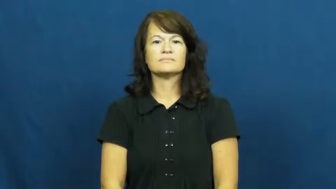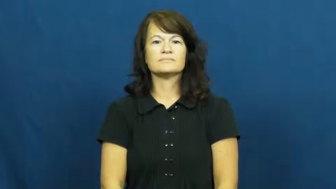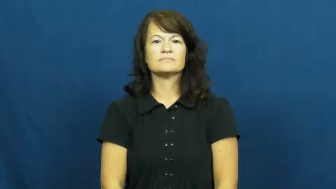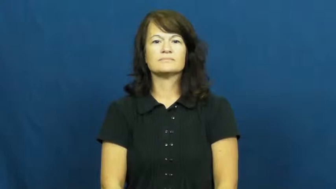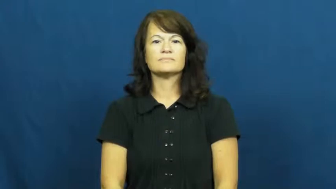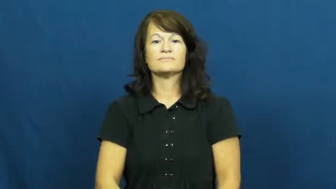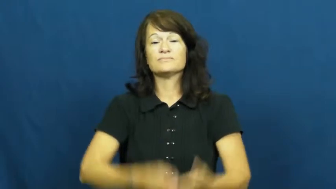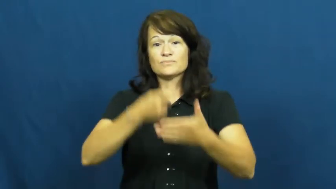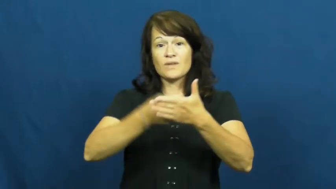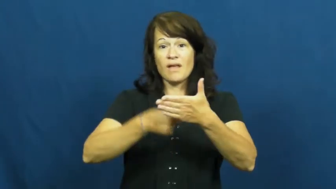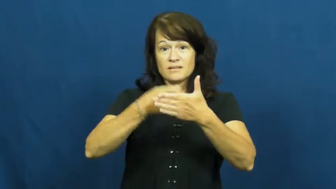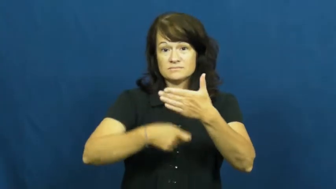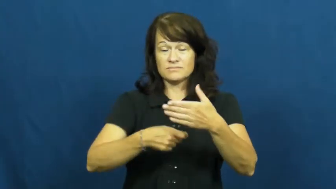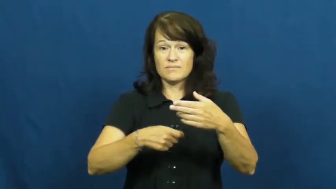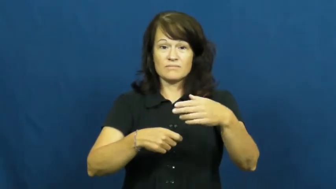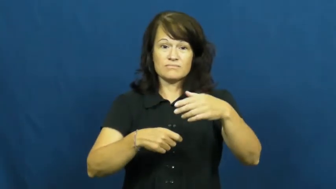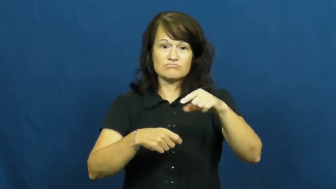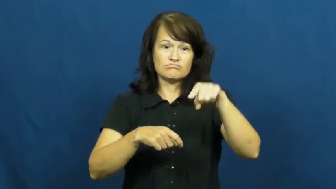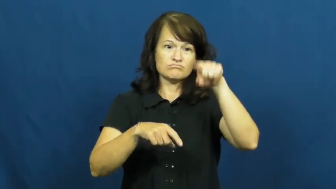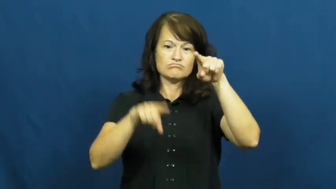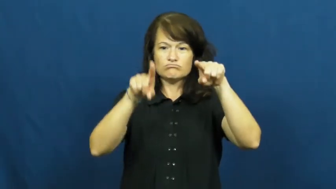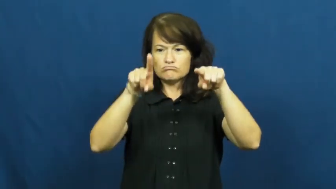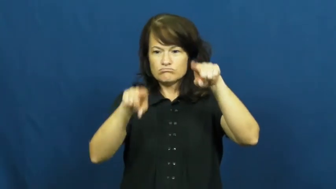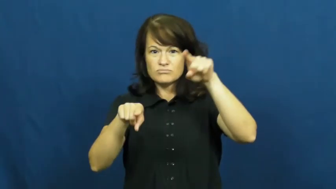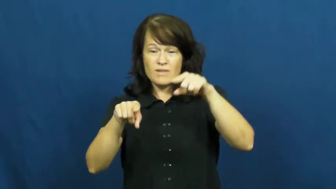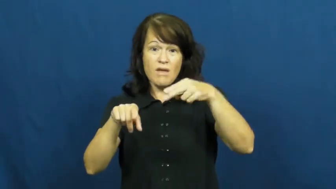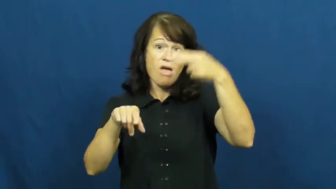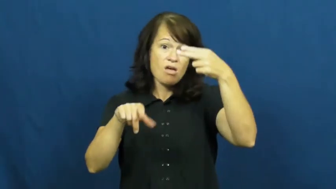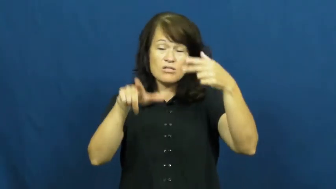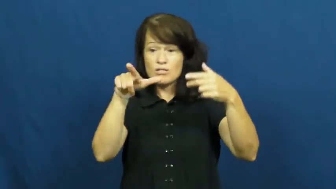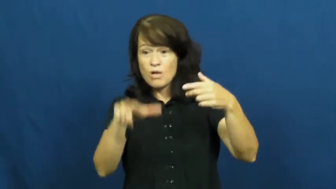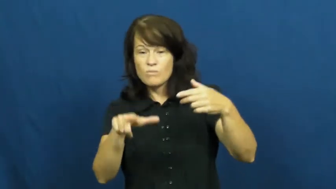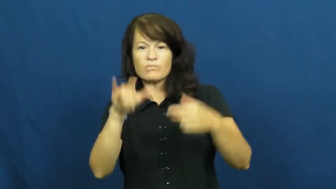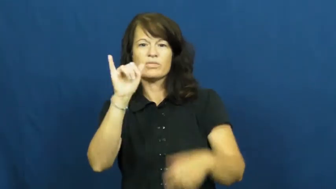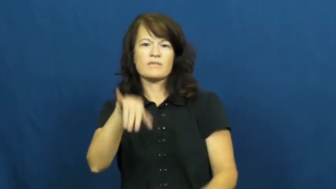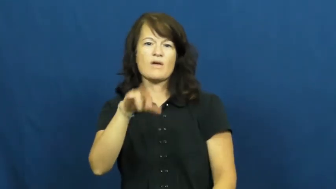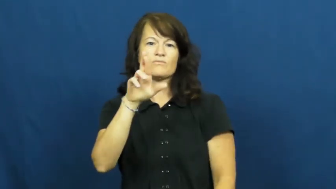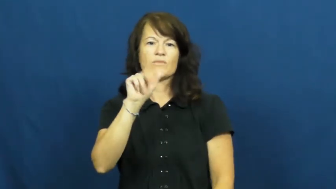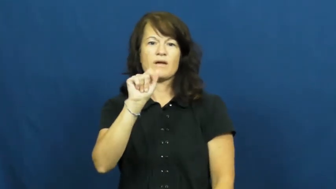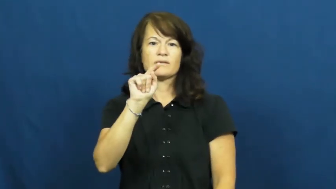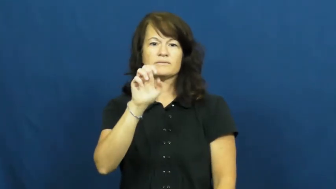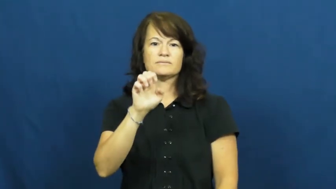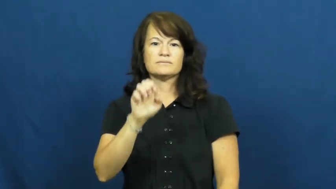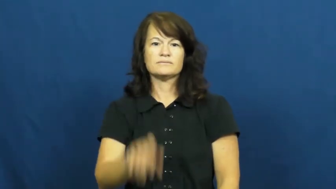rate-cost